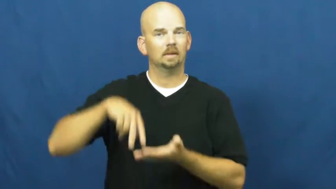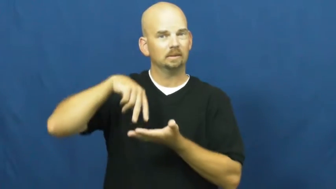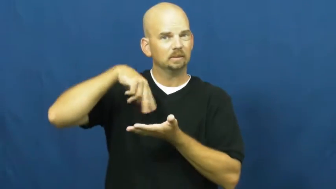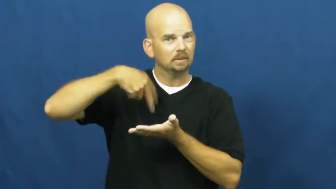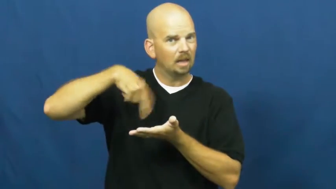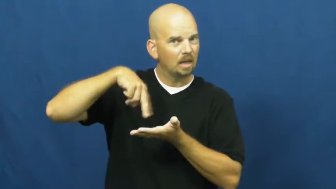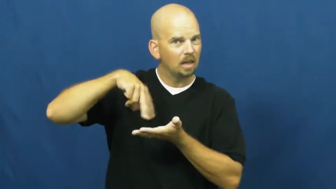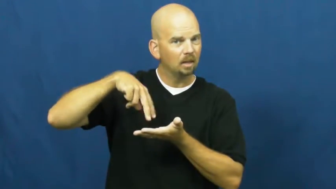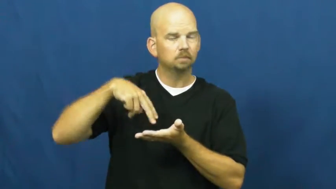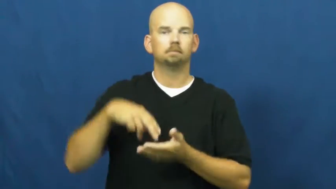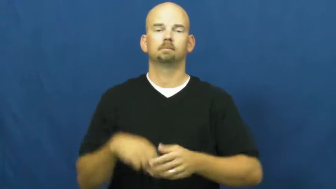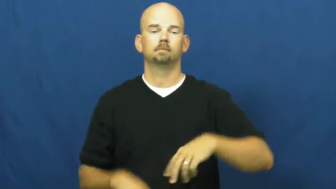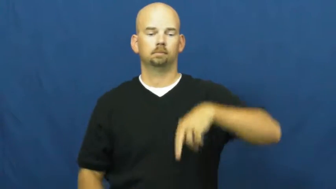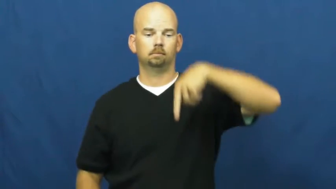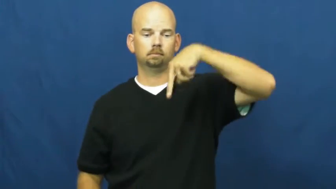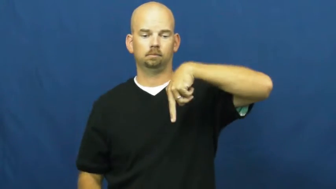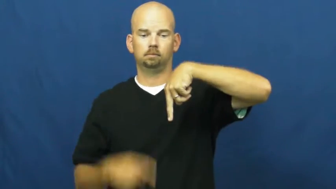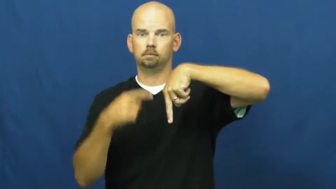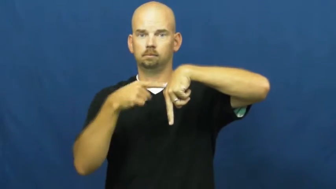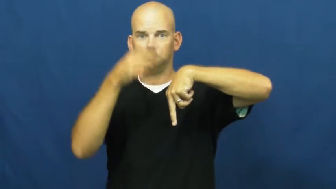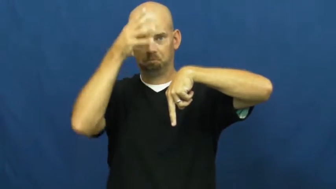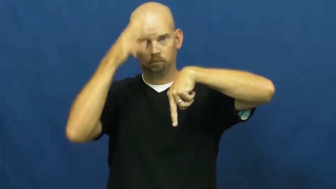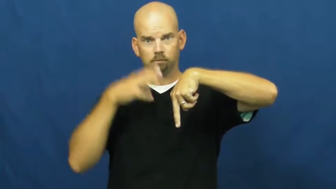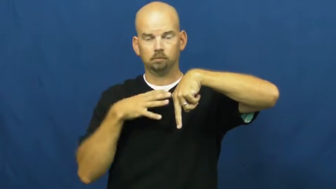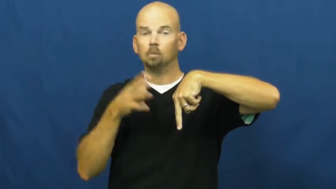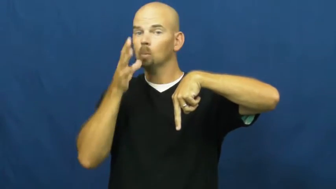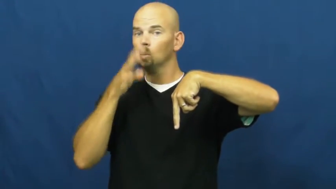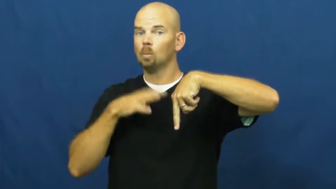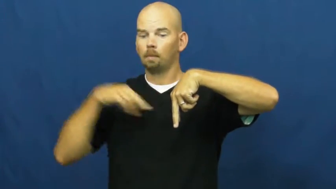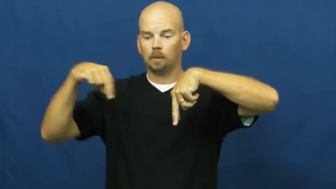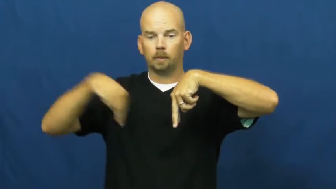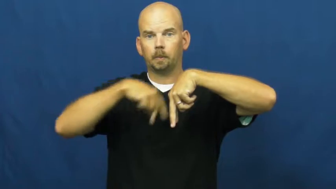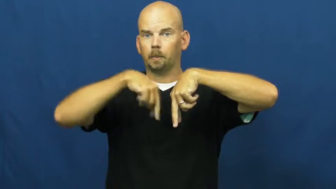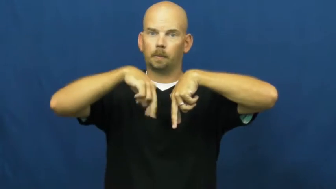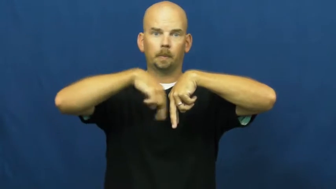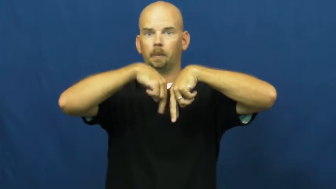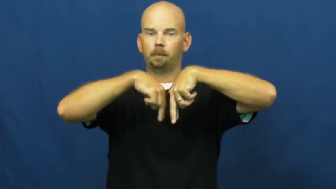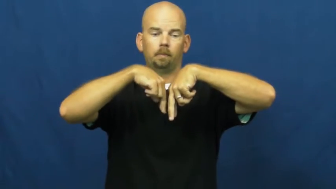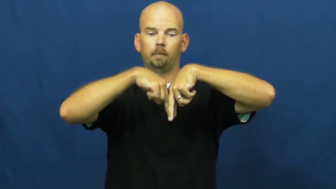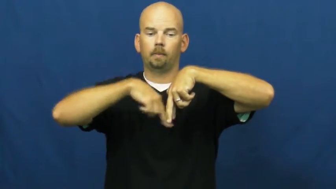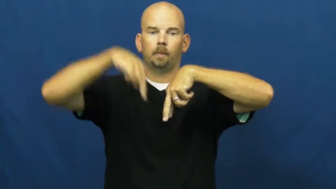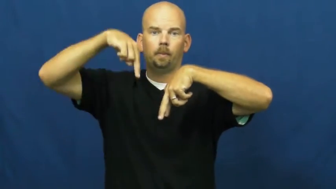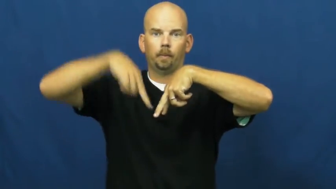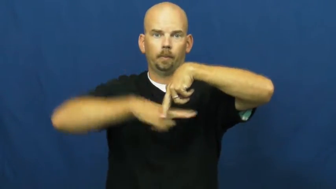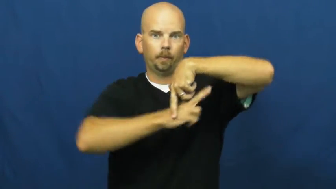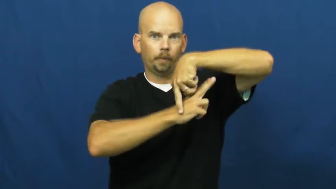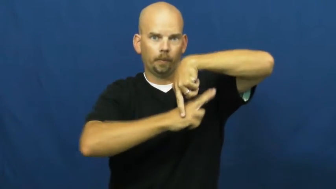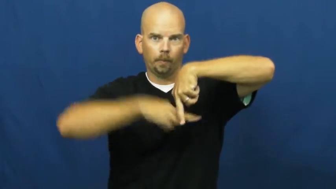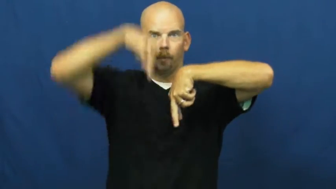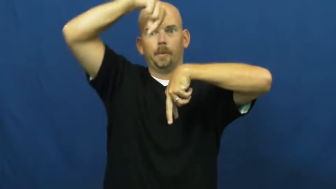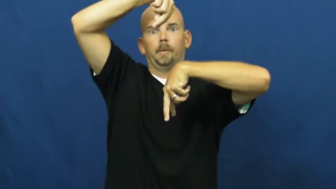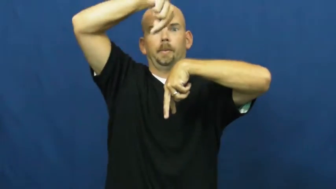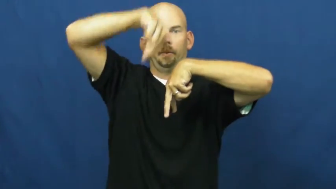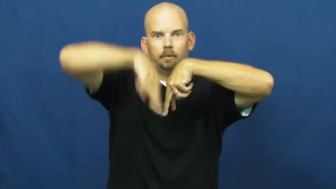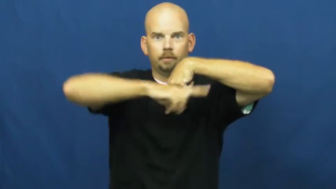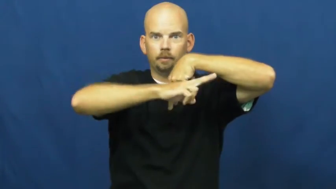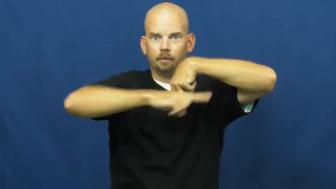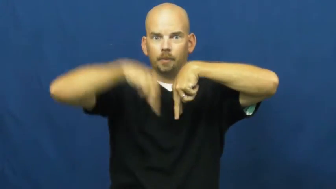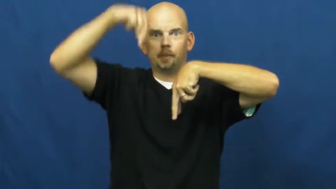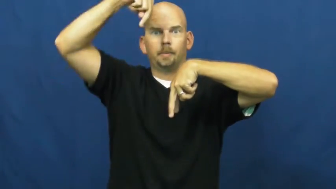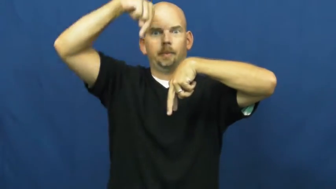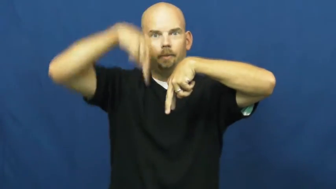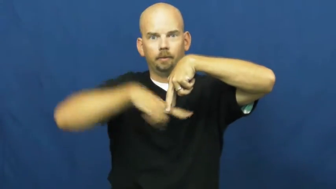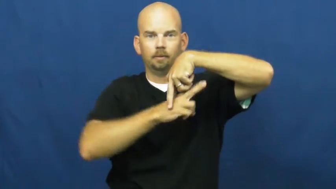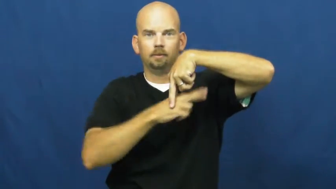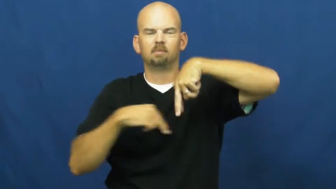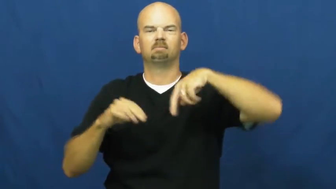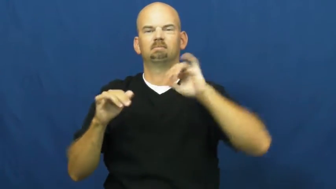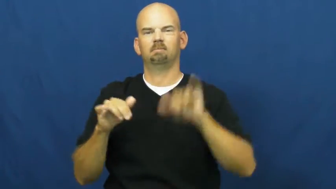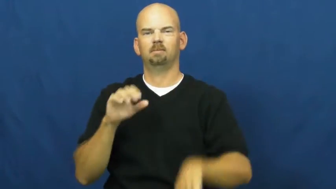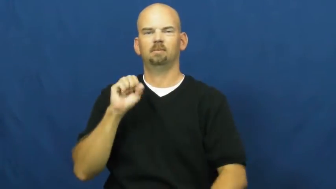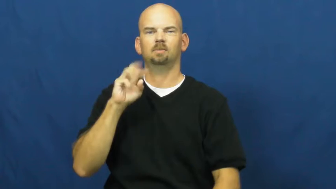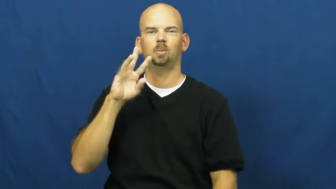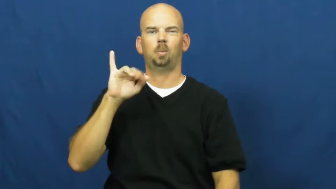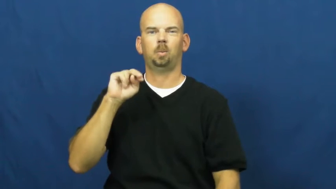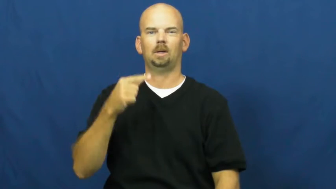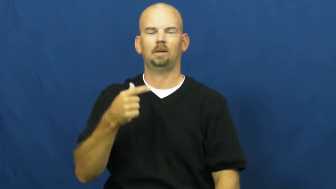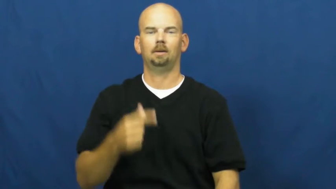swing-dance